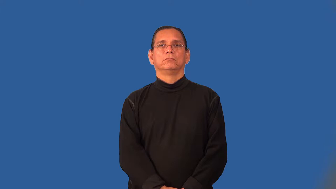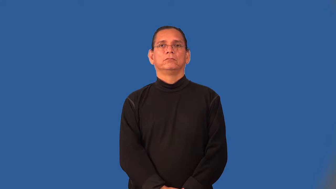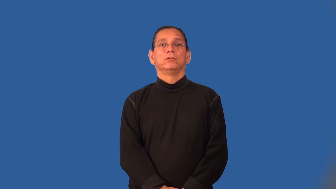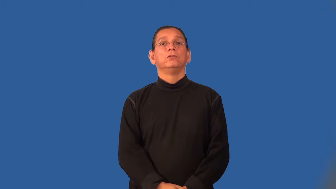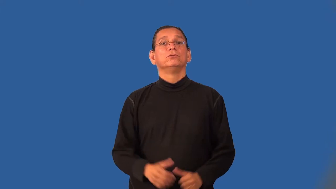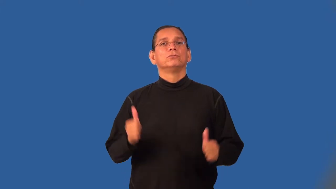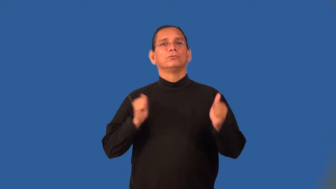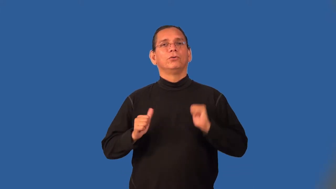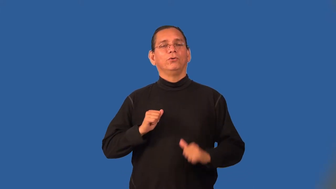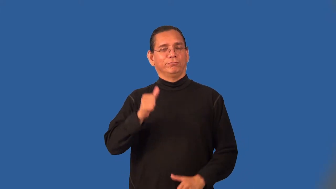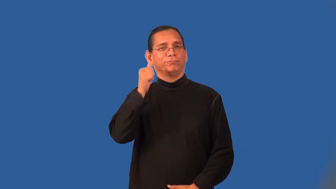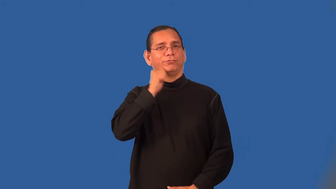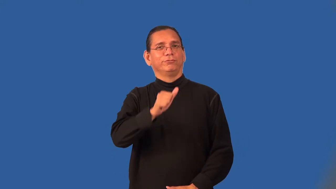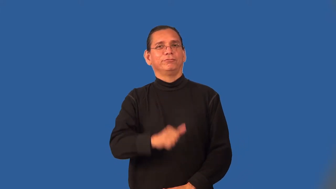showgirl